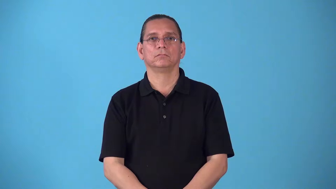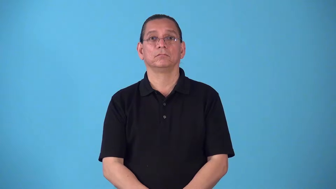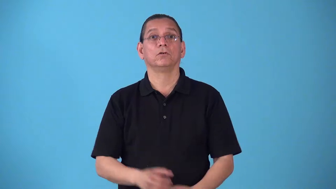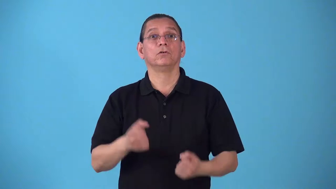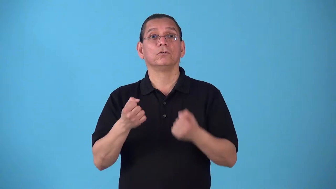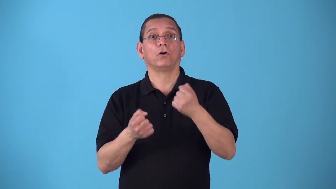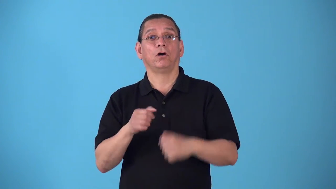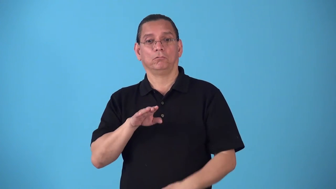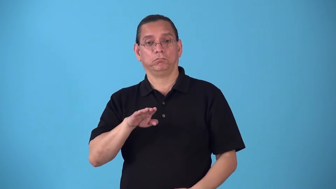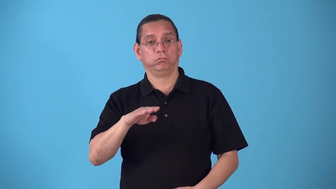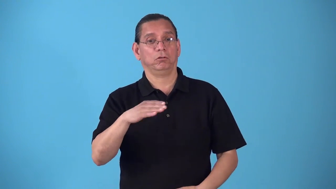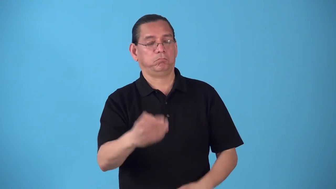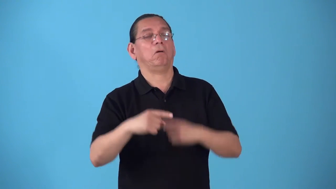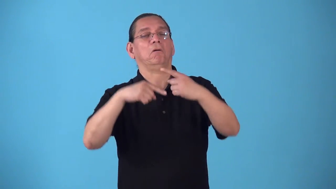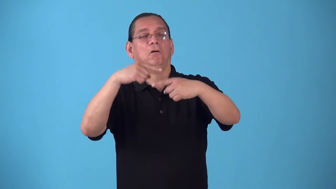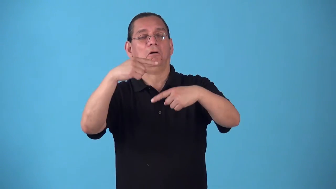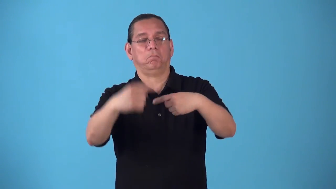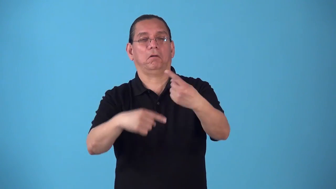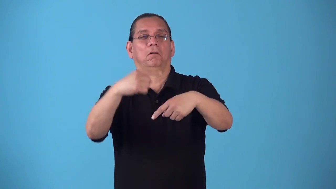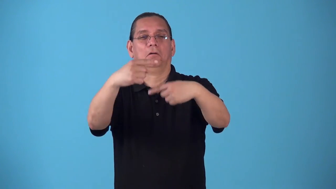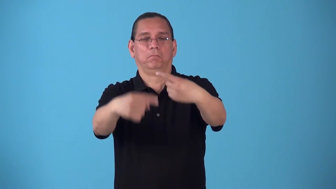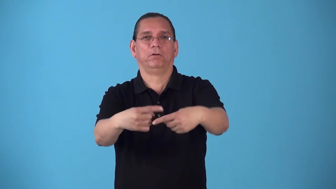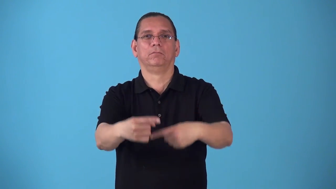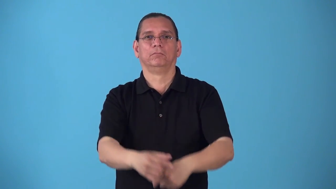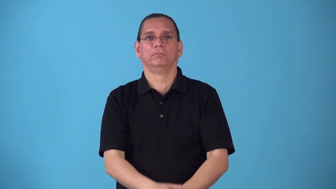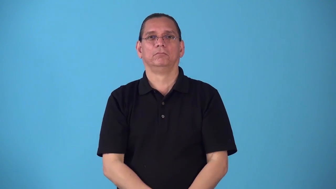rollover-car